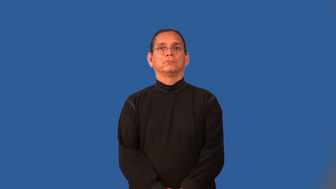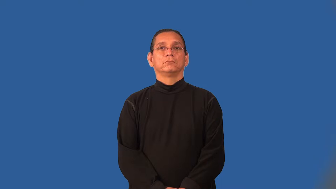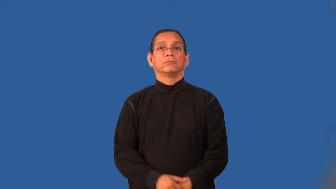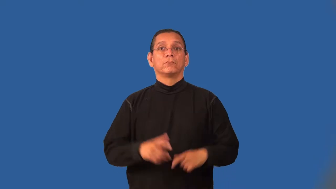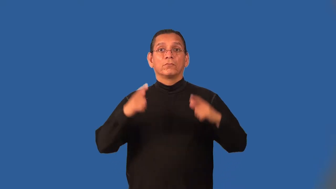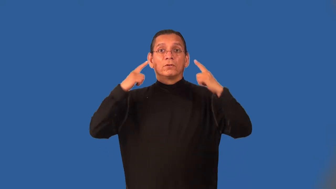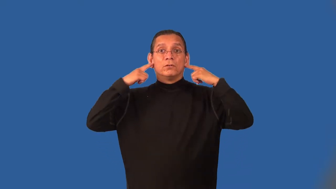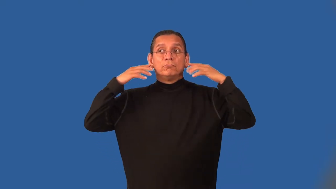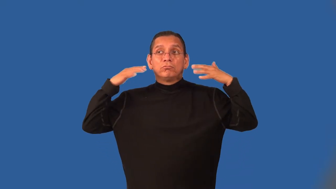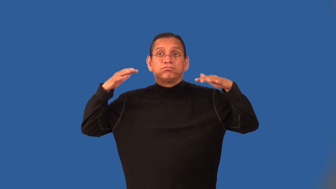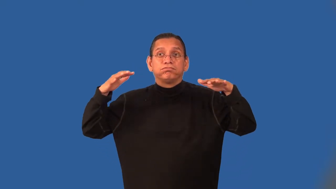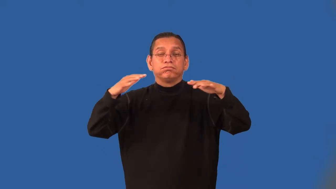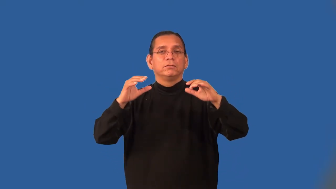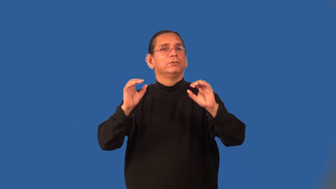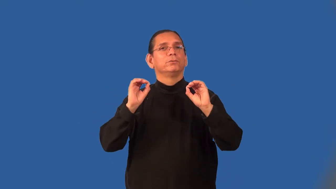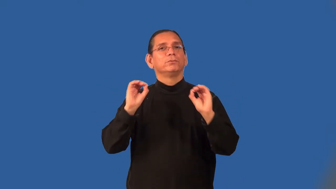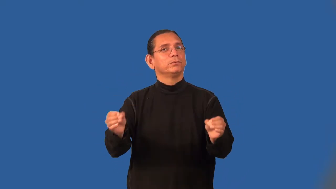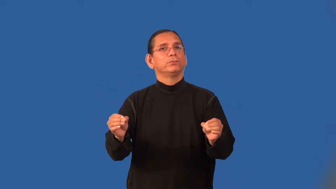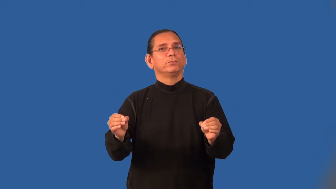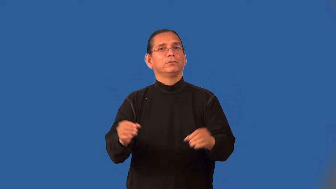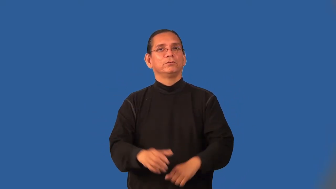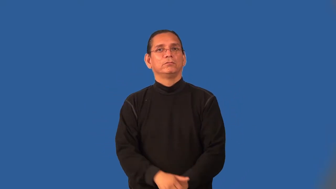noiseless